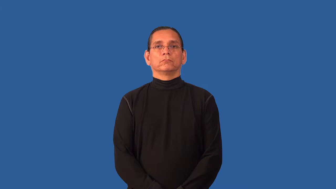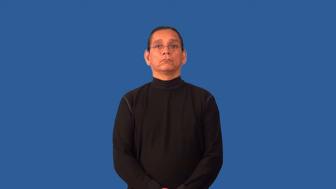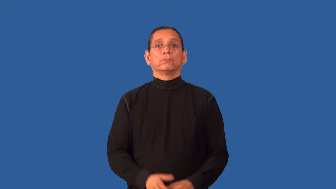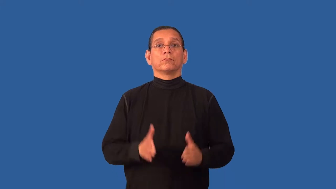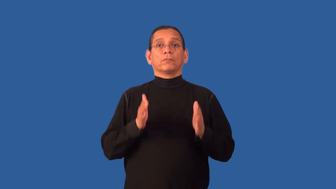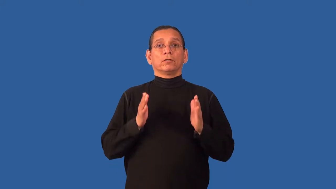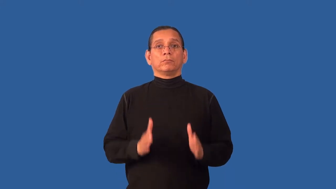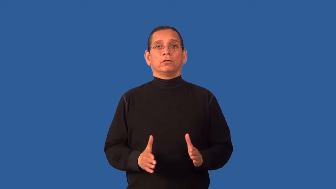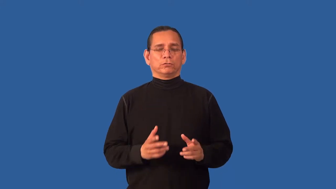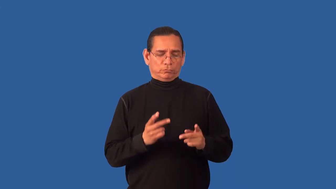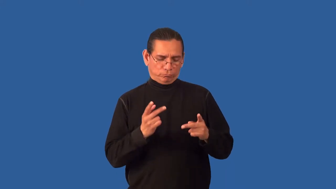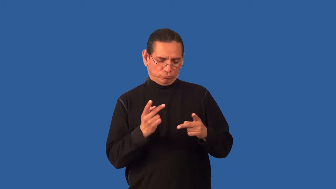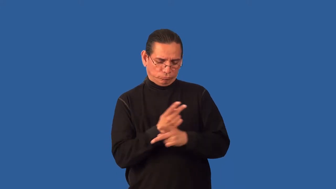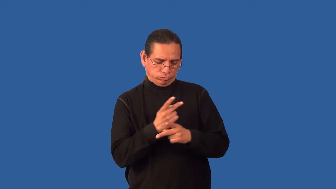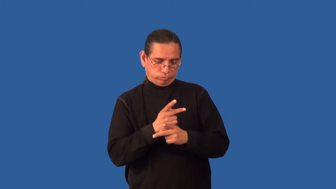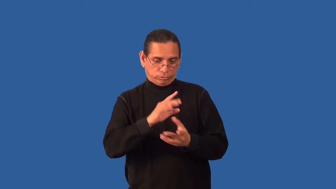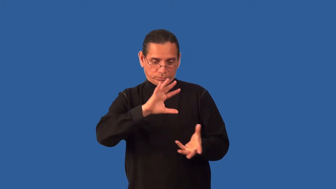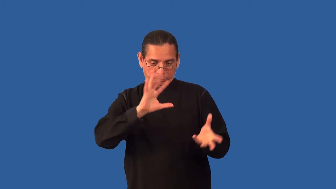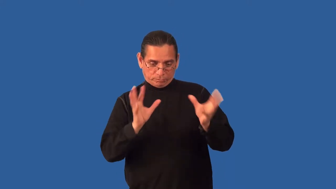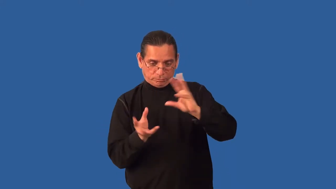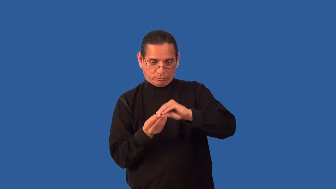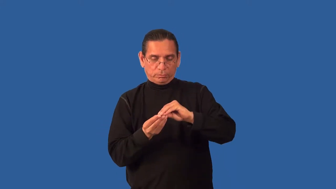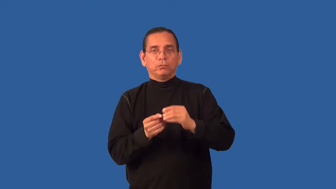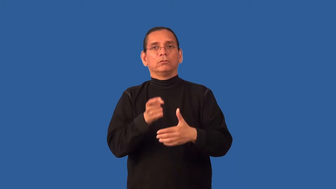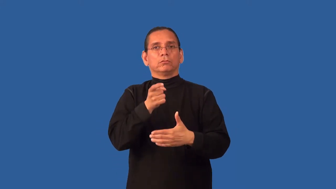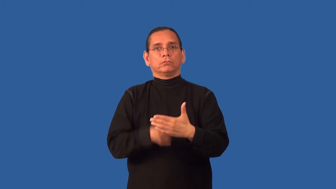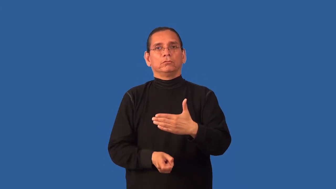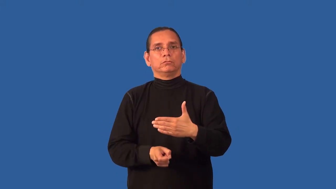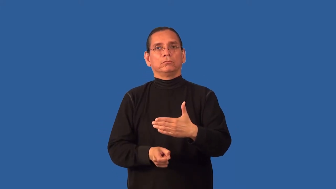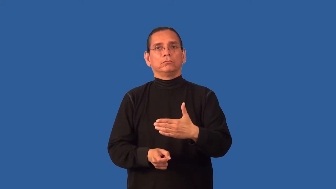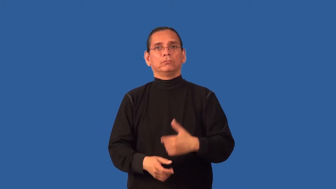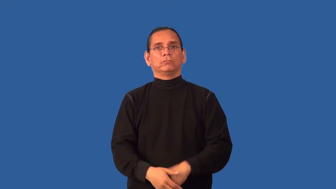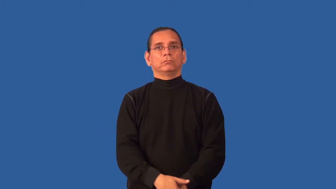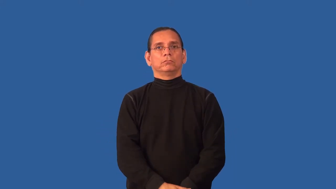assessor